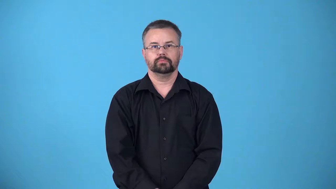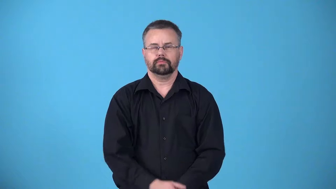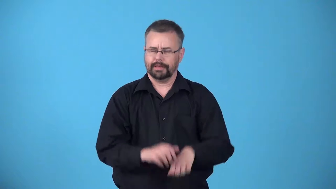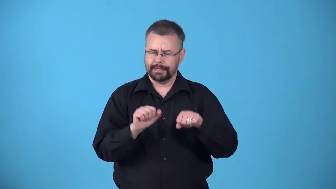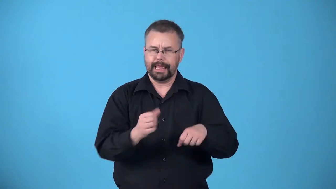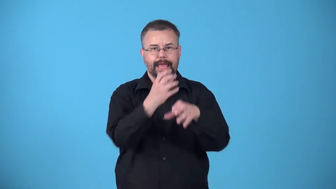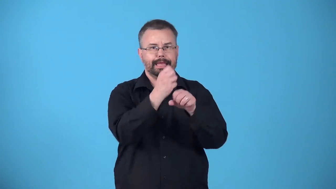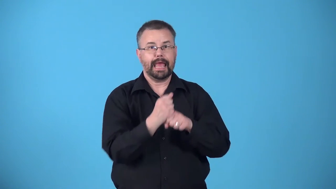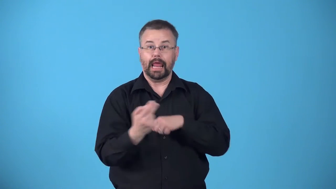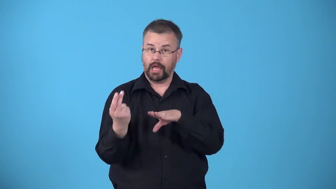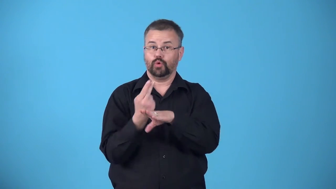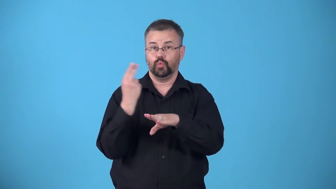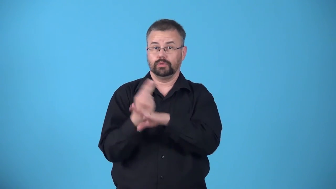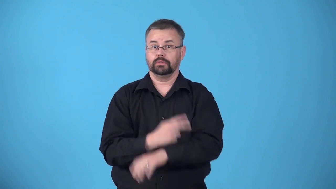available-able to be obtained